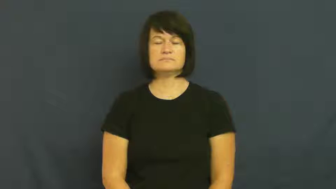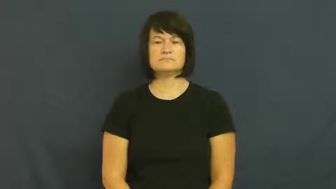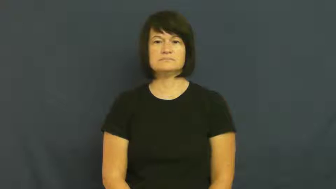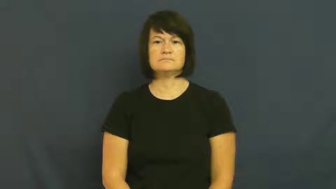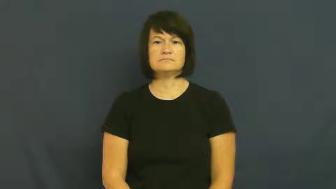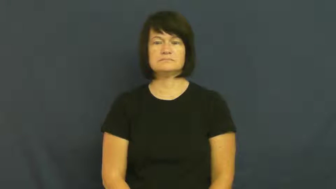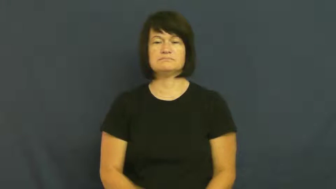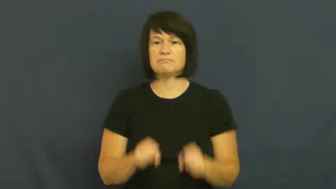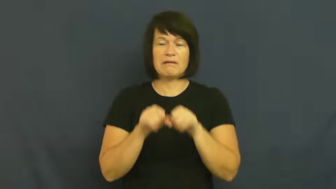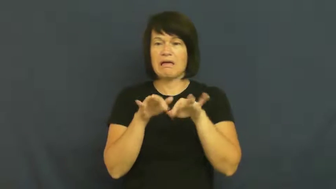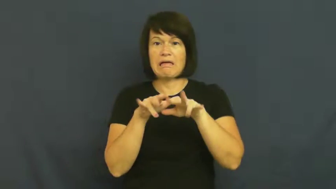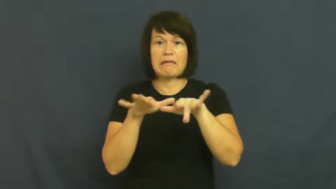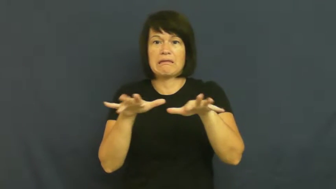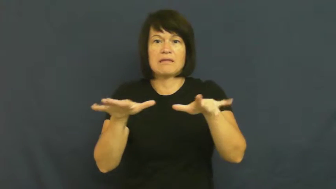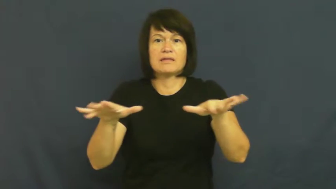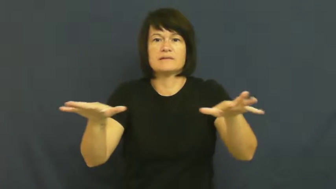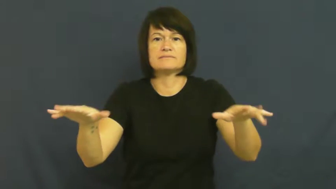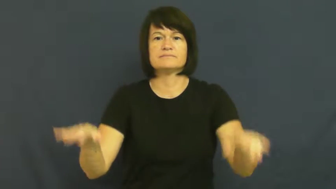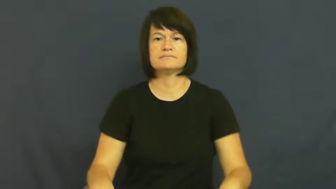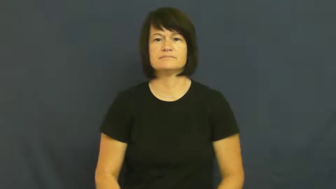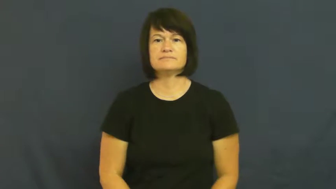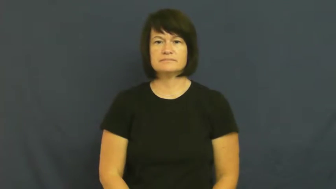scramble,spill out